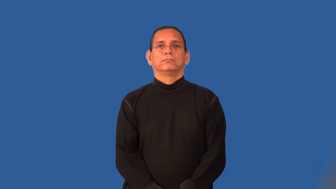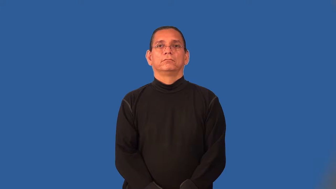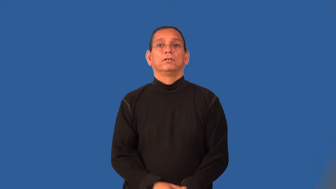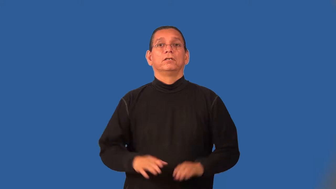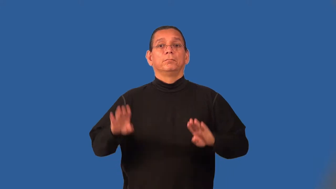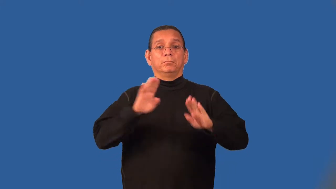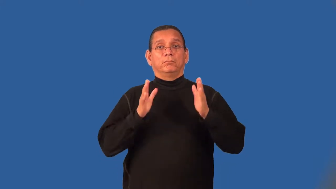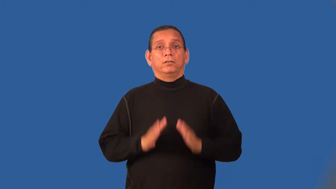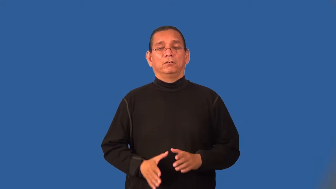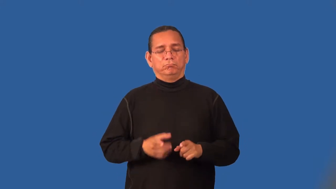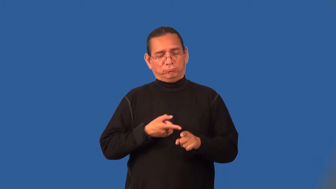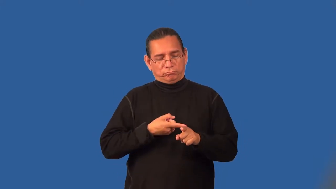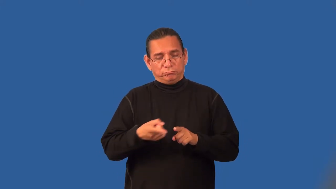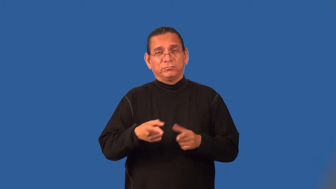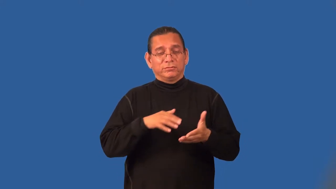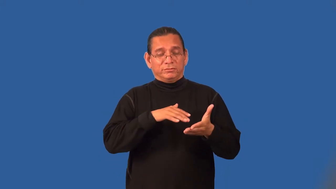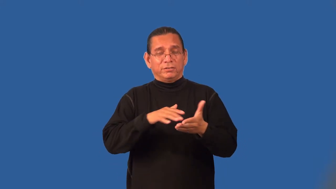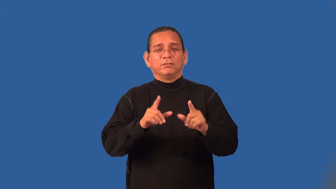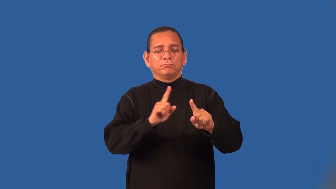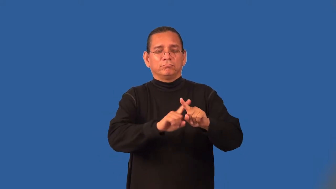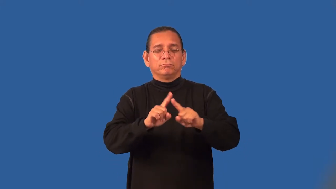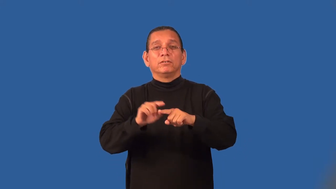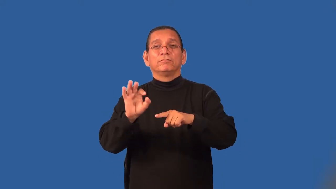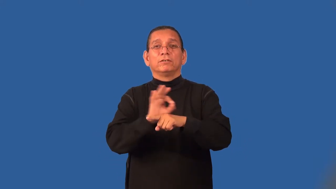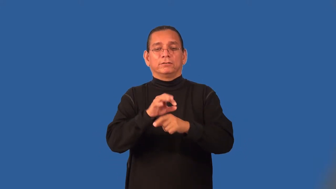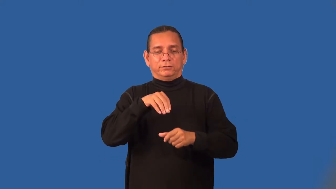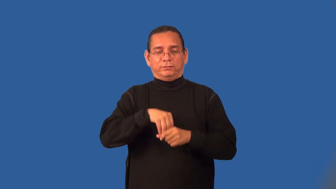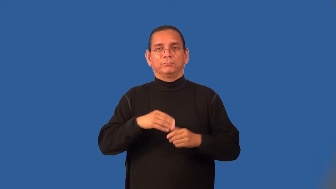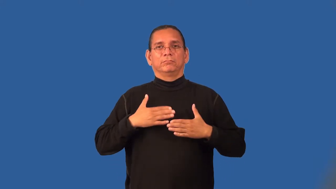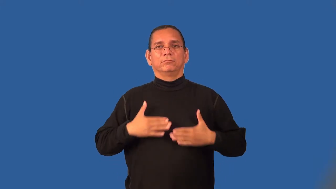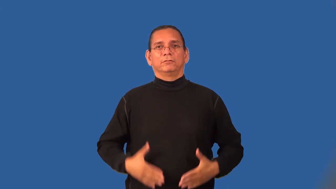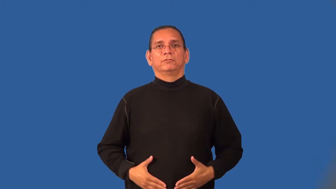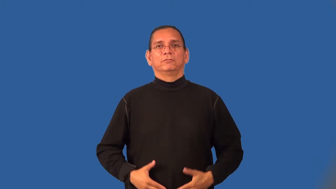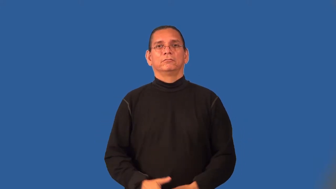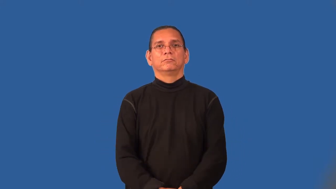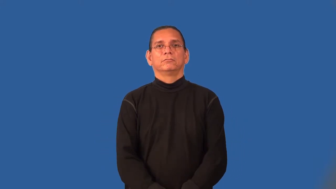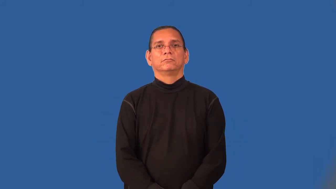physiologist